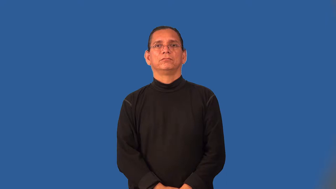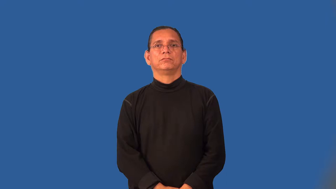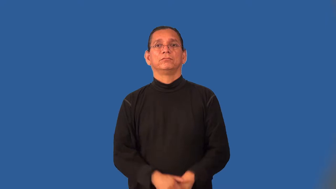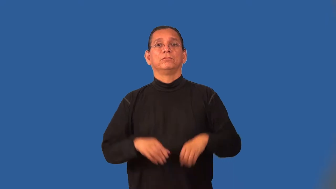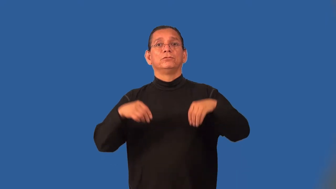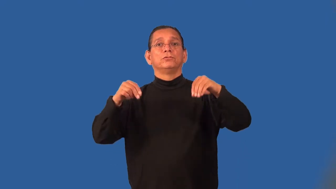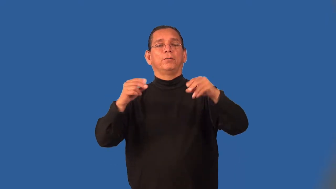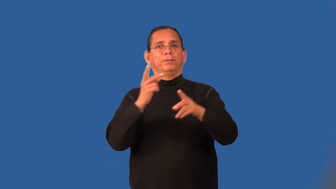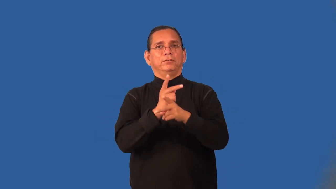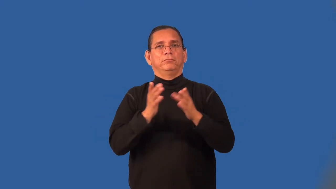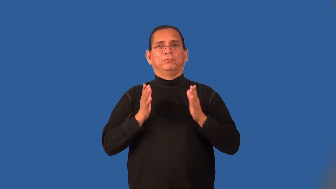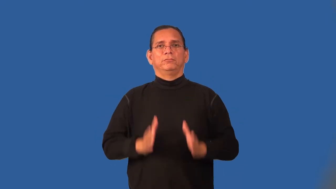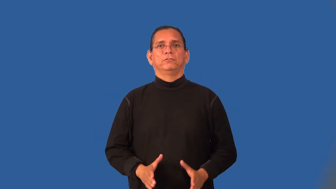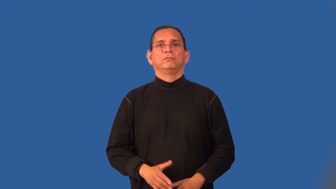shopkeeper,storekeeper